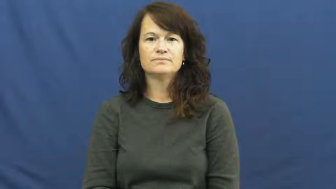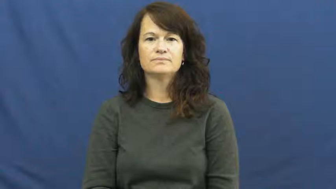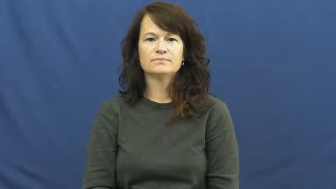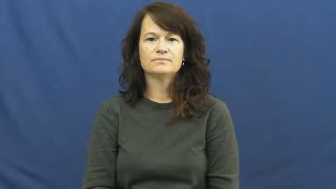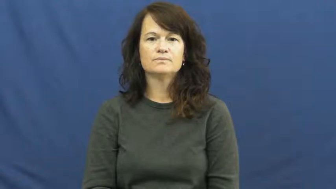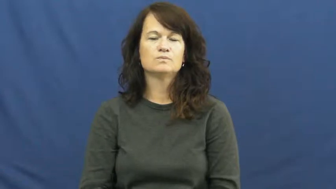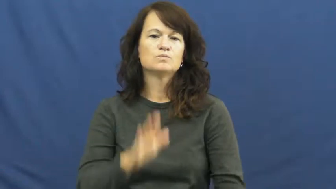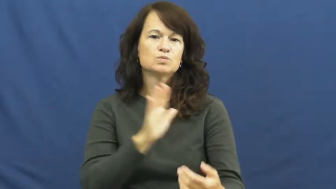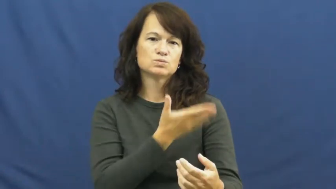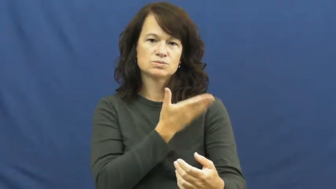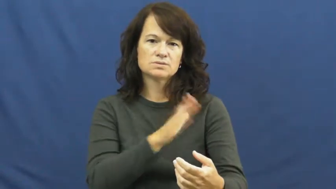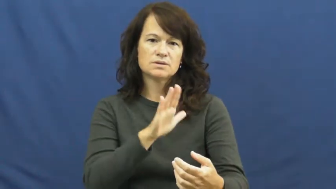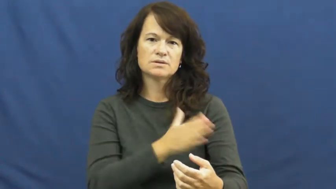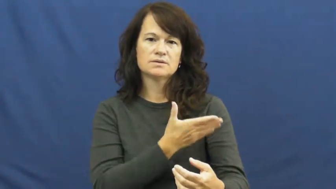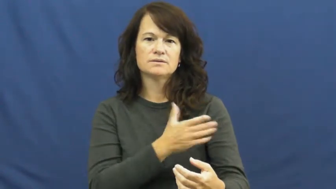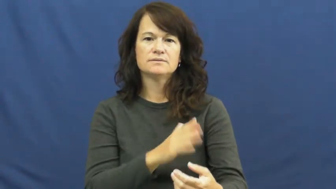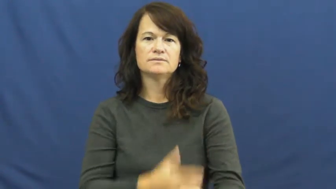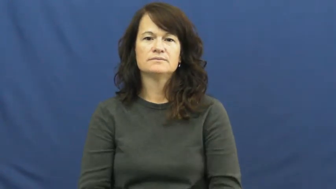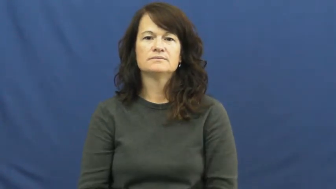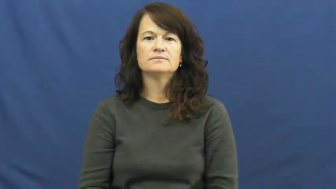music,musical,harmony,melody